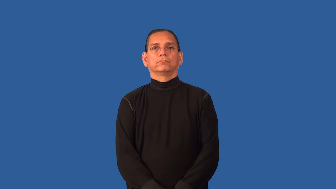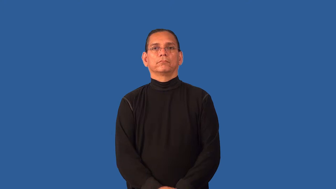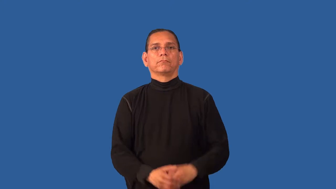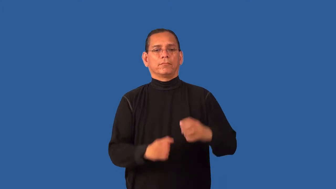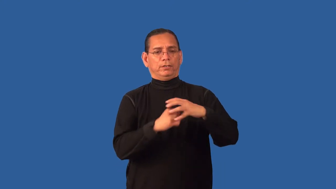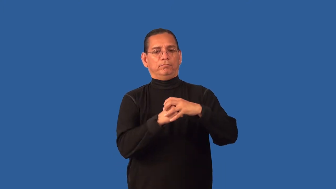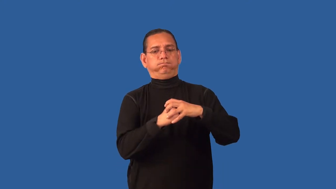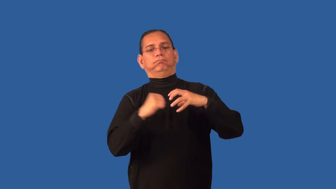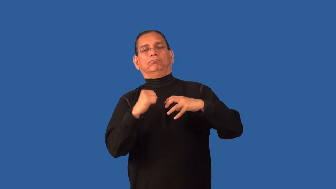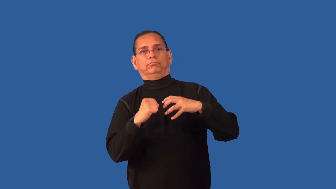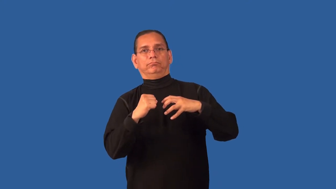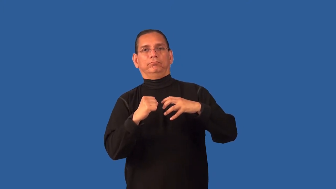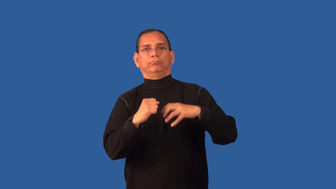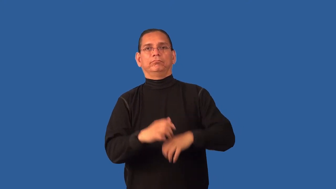dislocate-bones